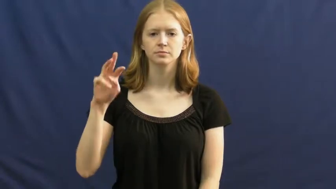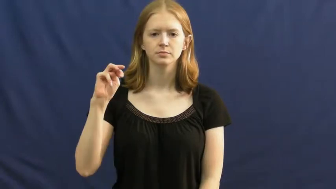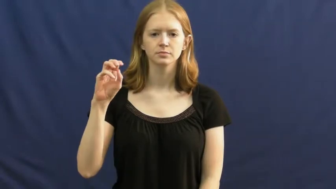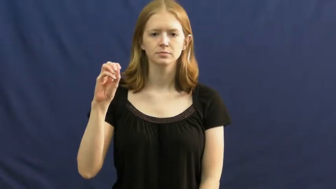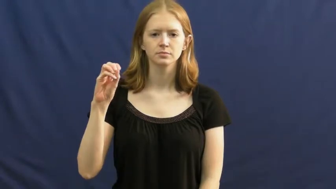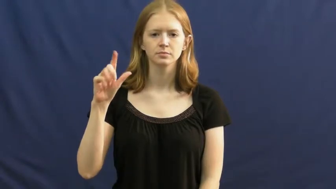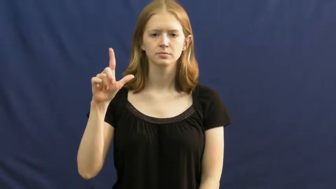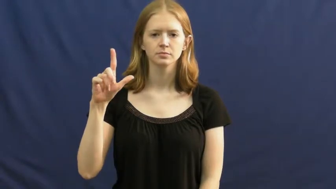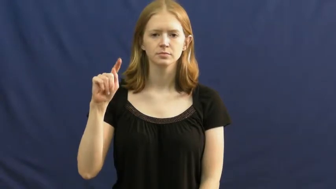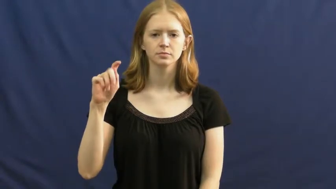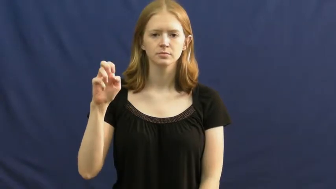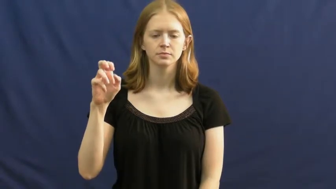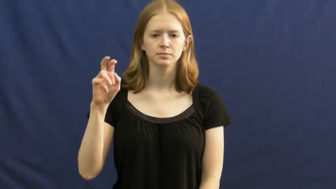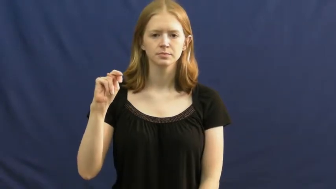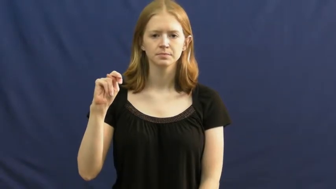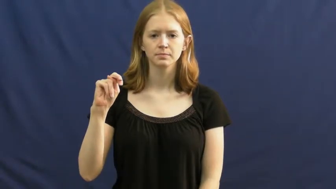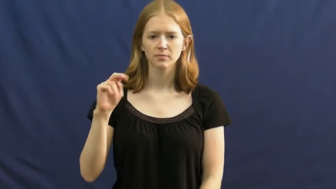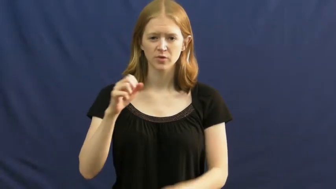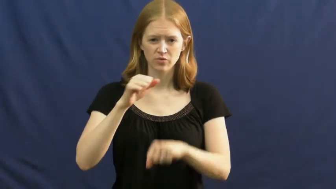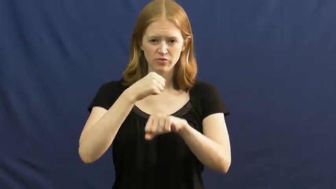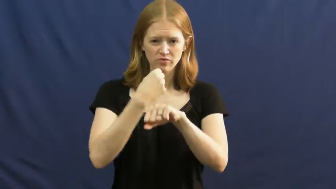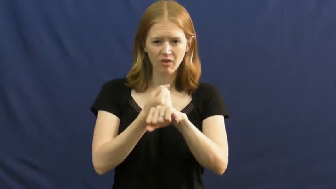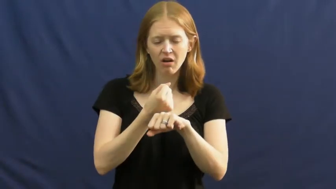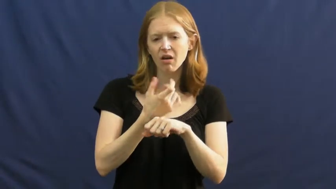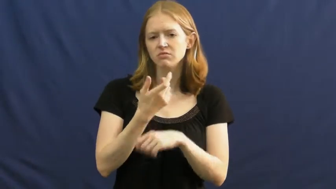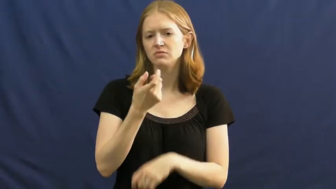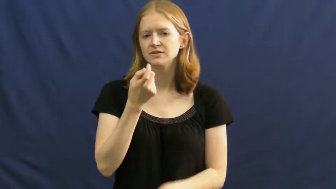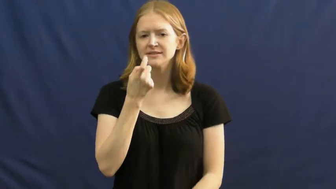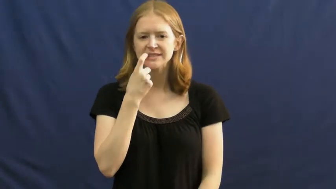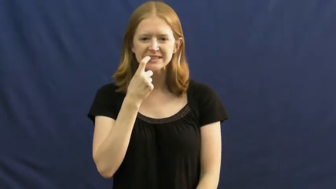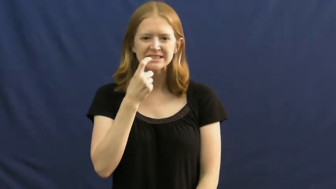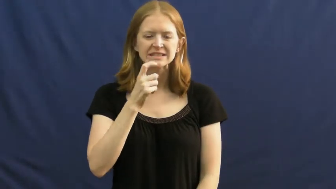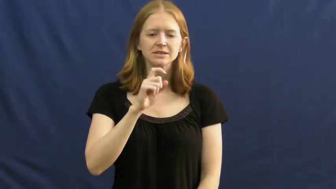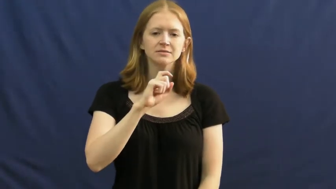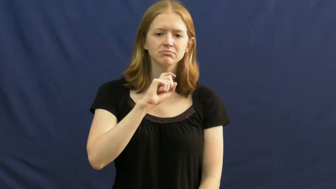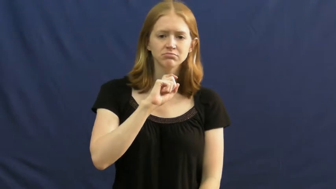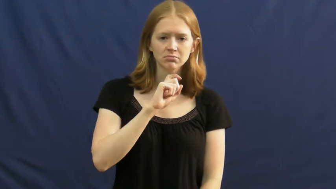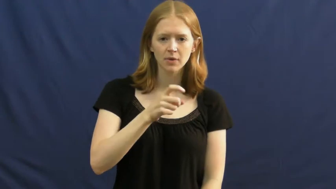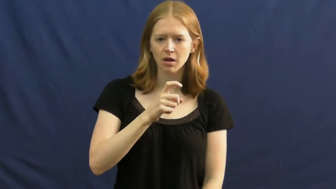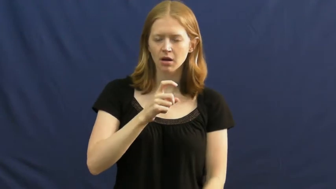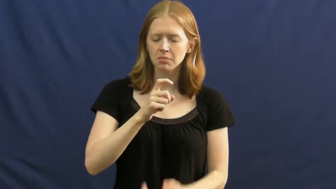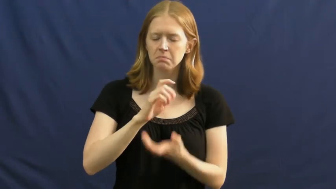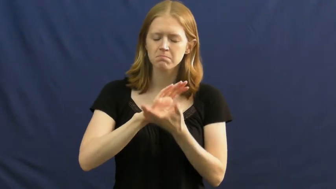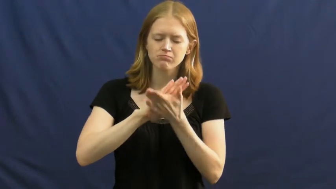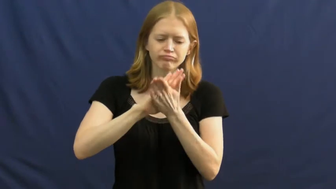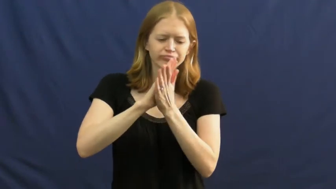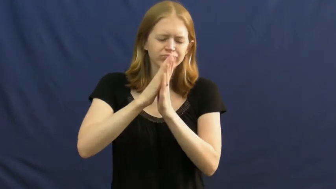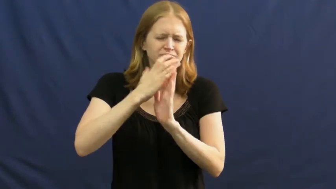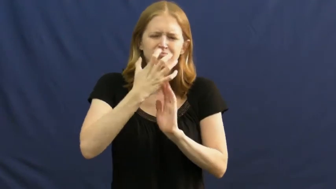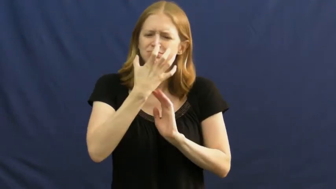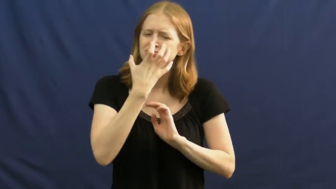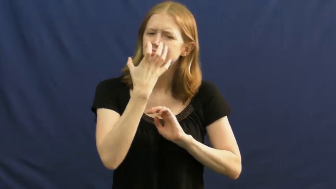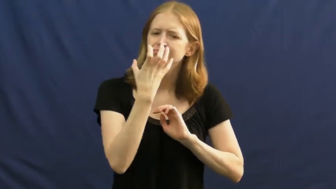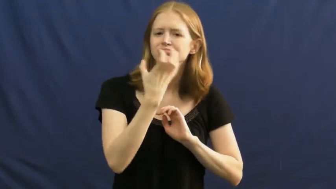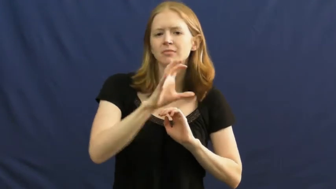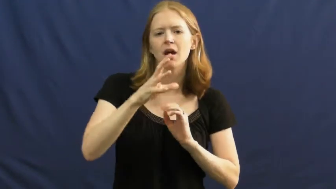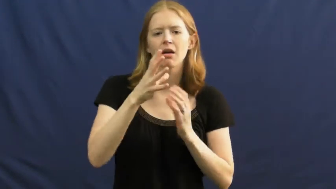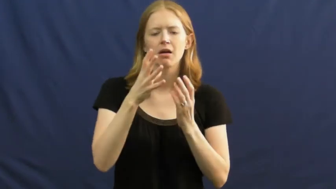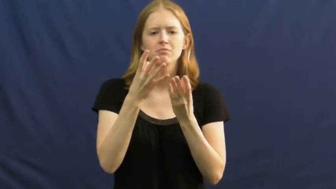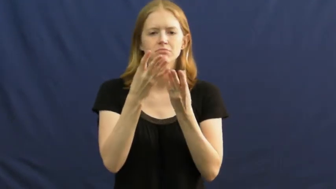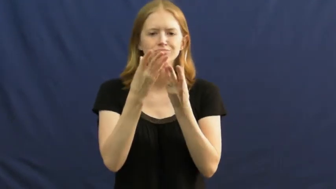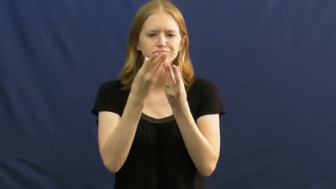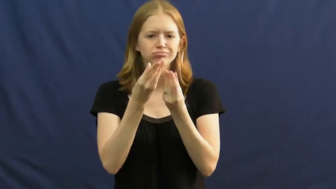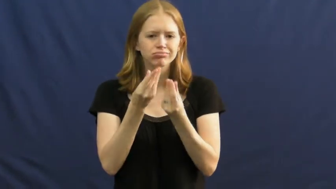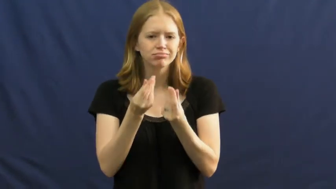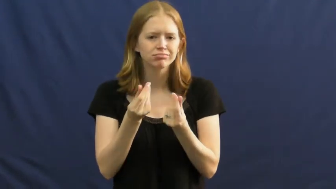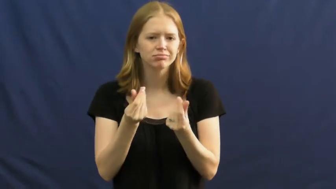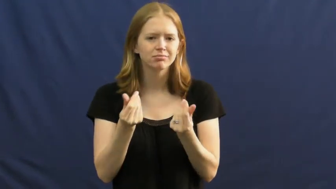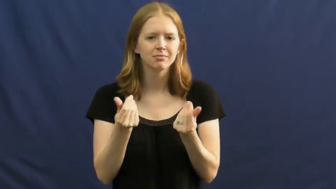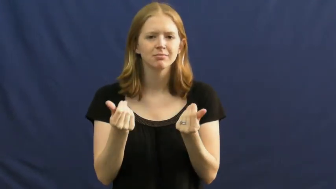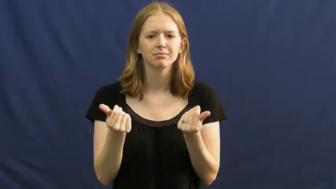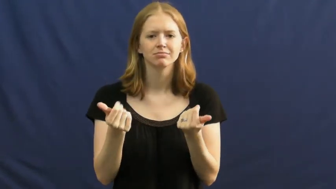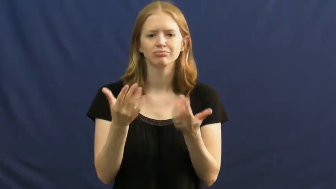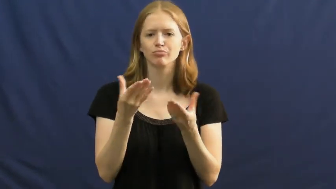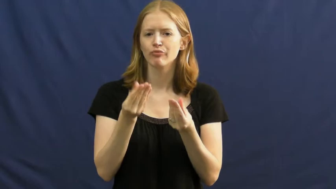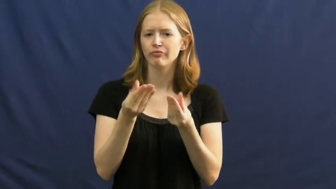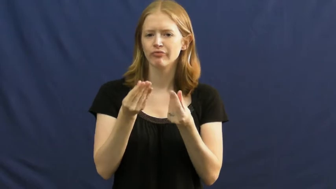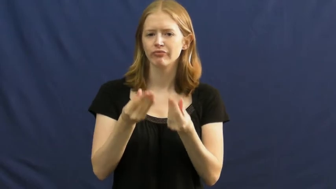molten